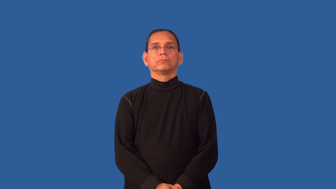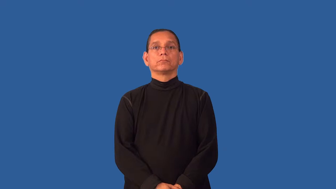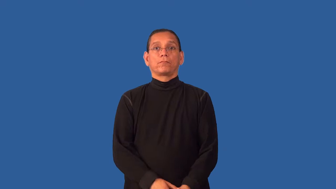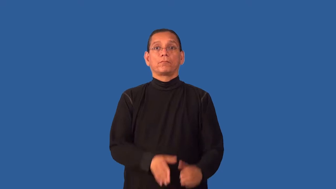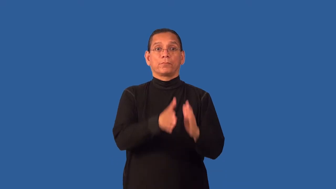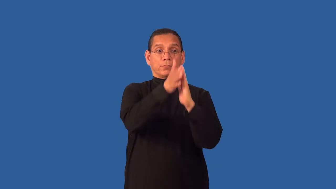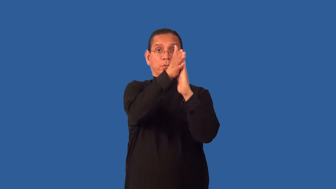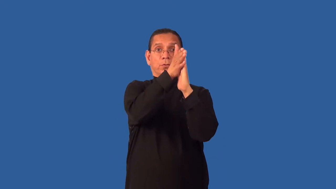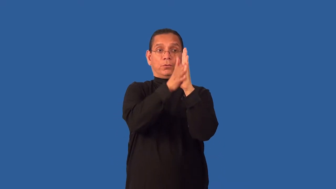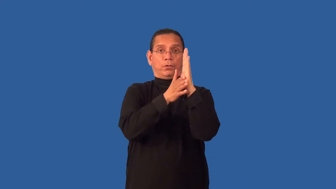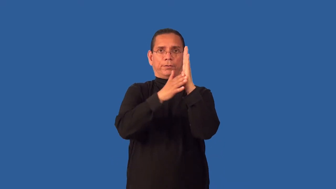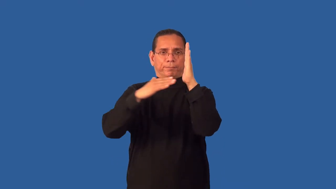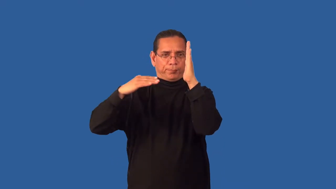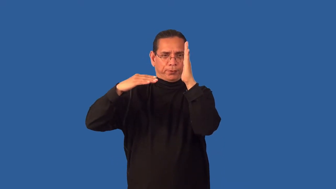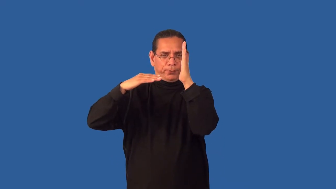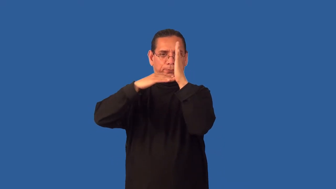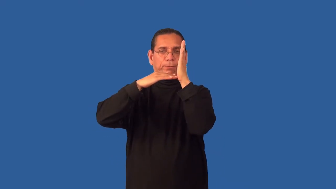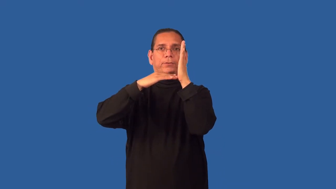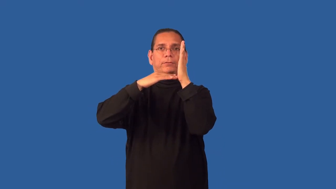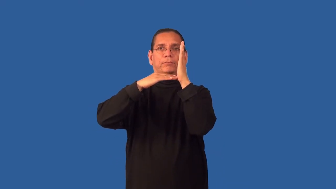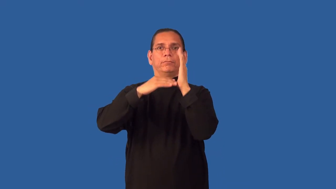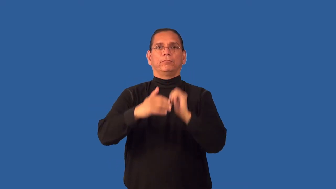flush-to wall